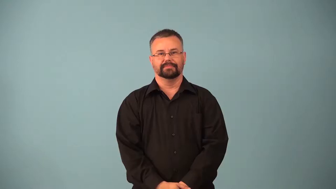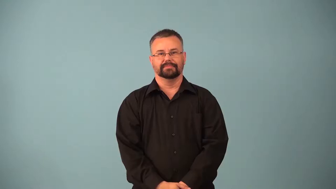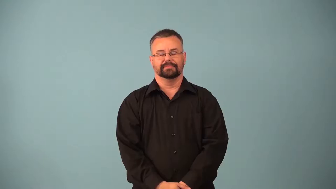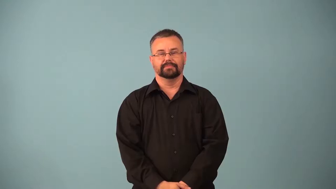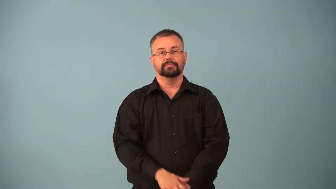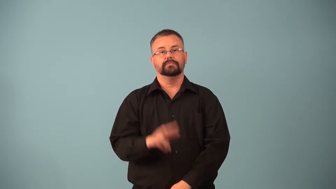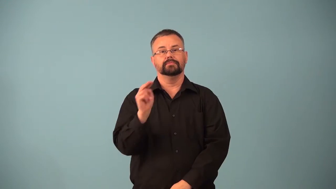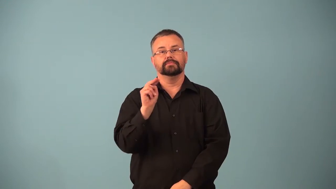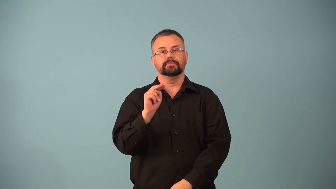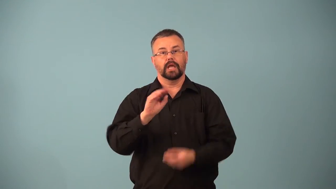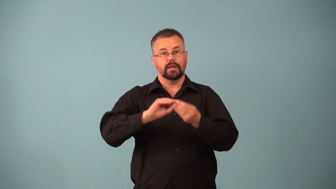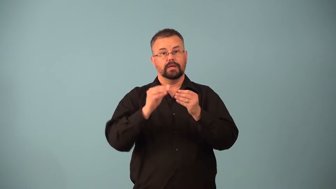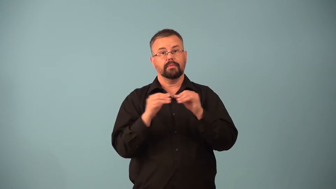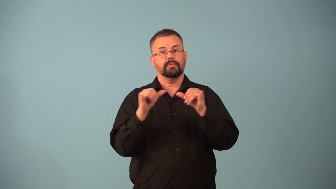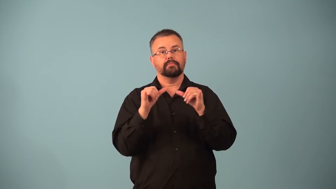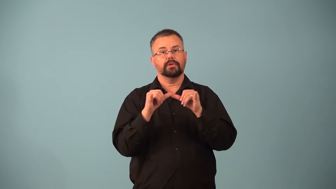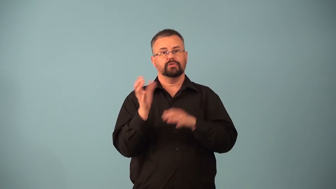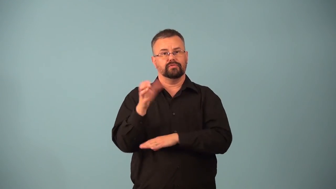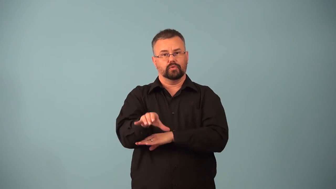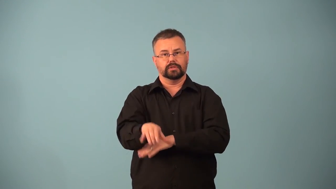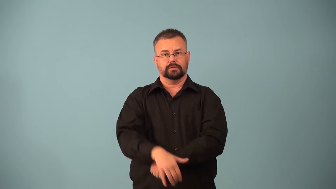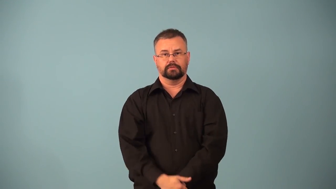newton